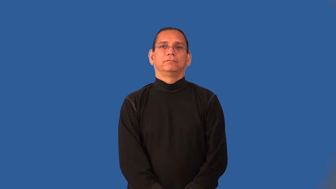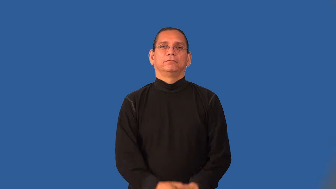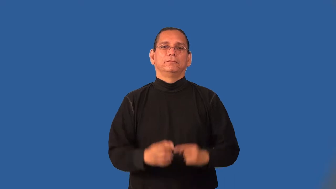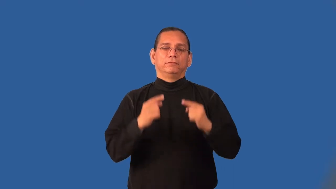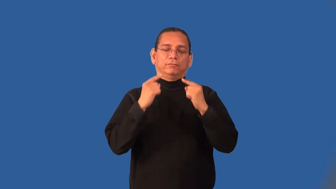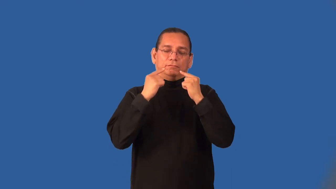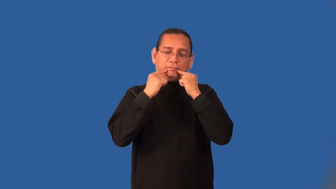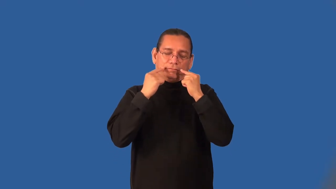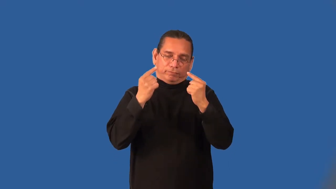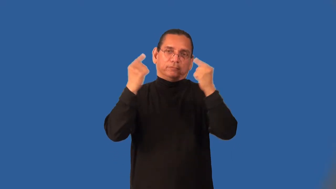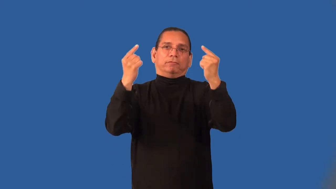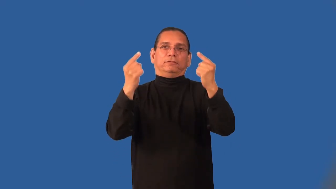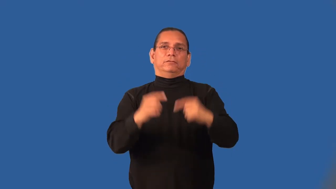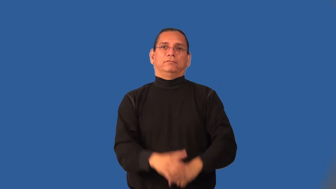renown